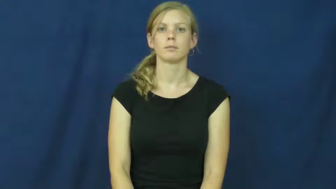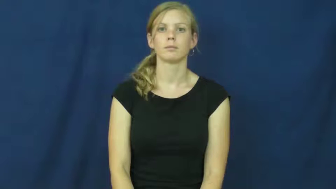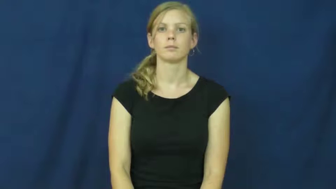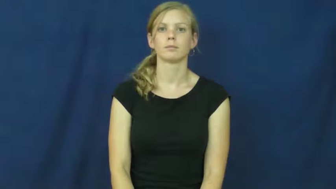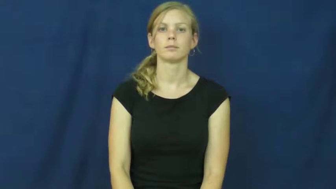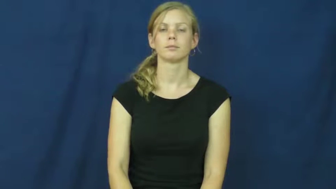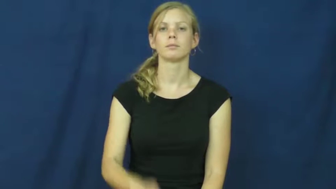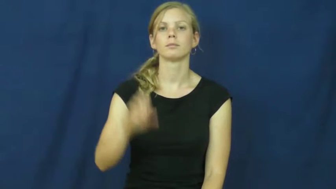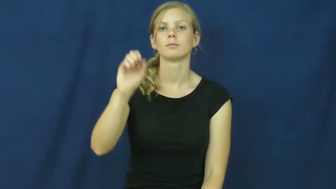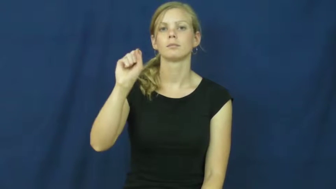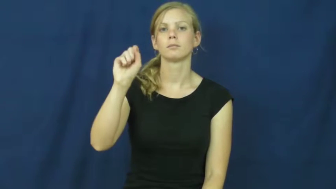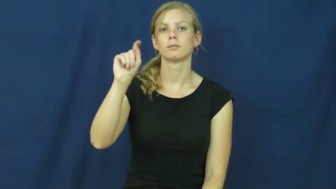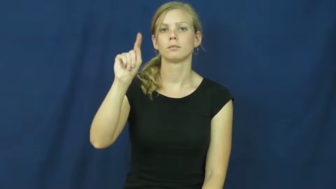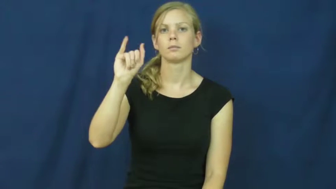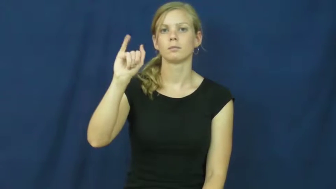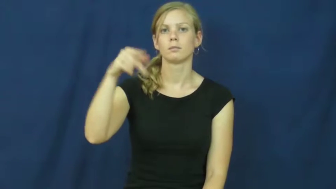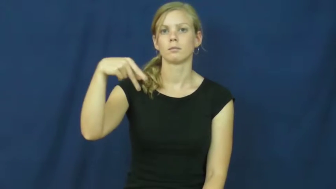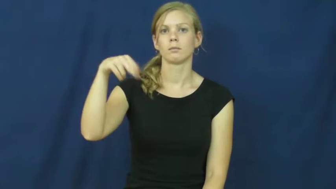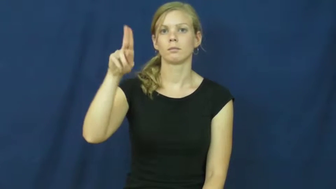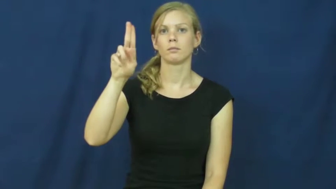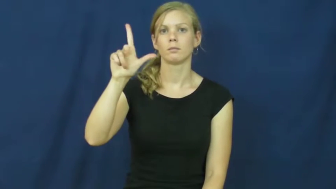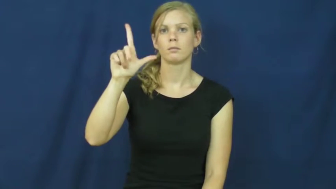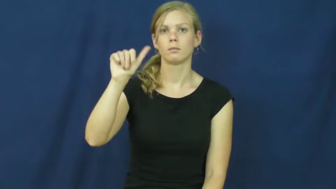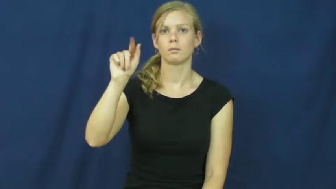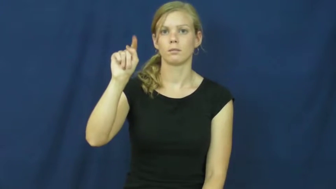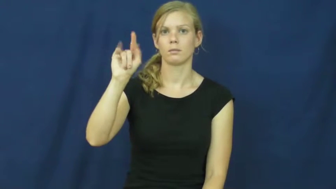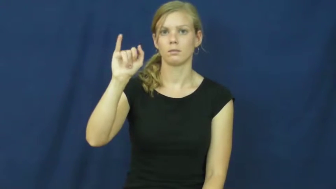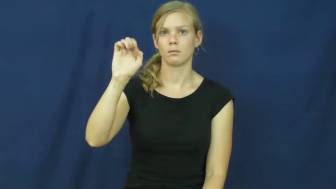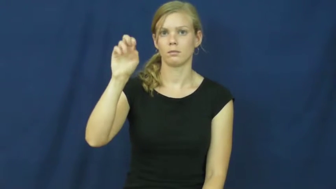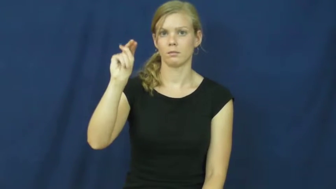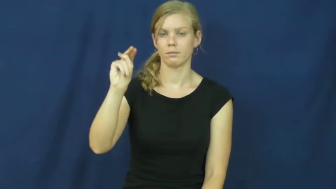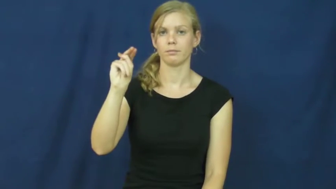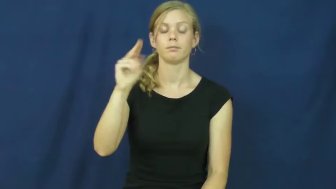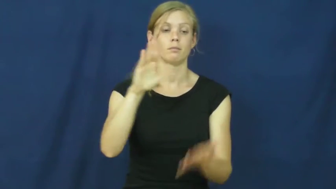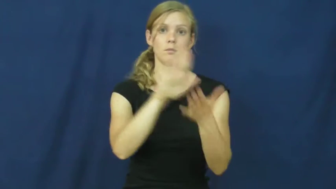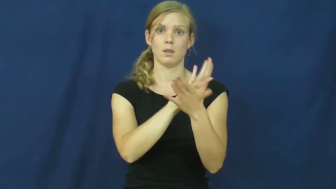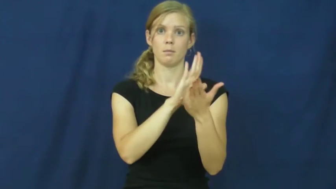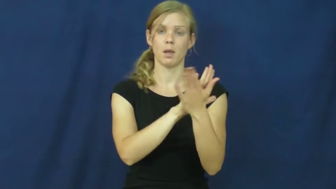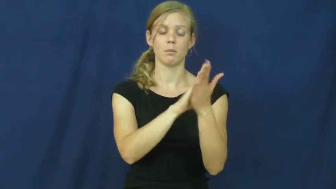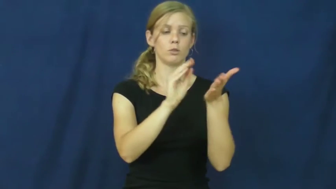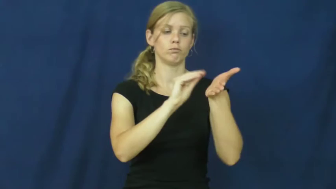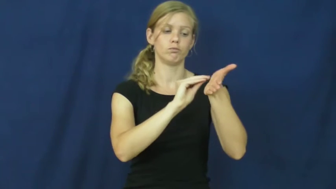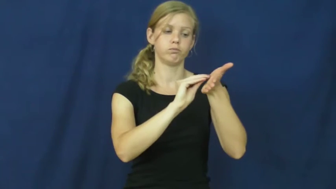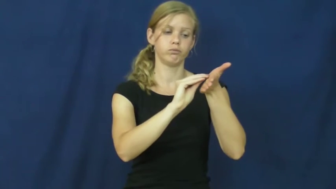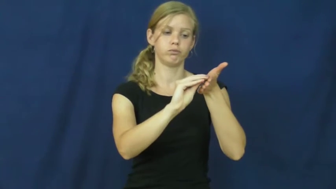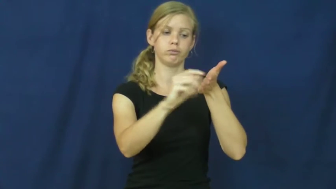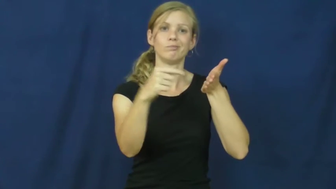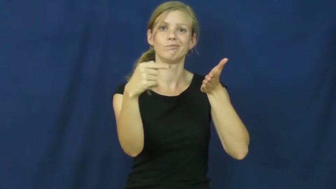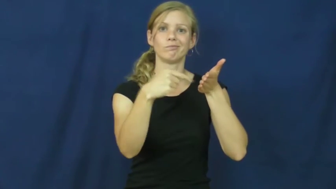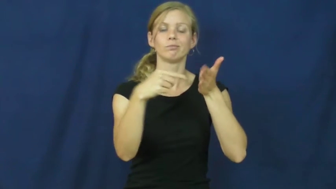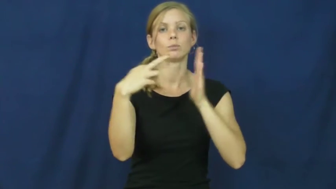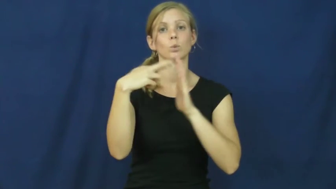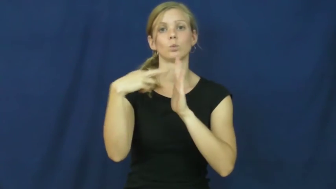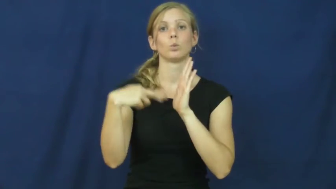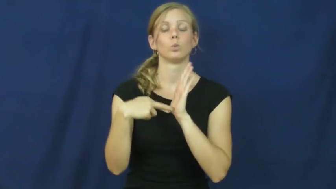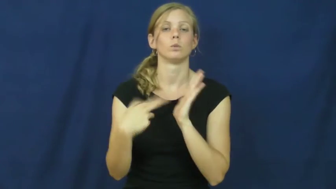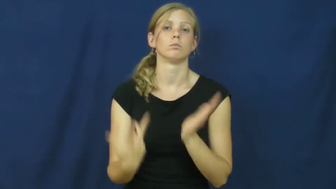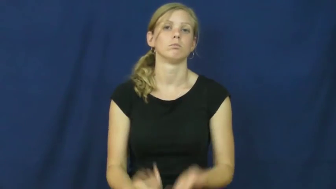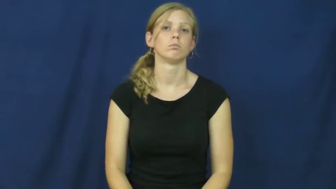stipulation